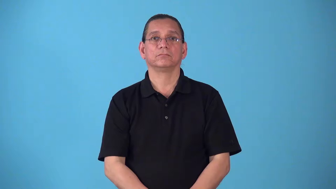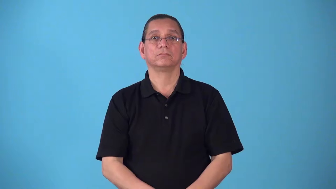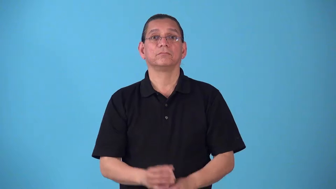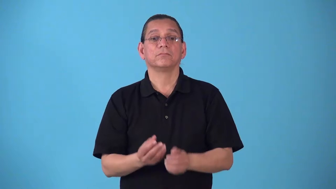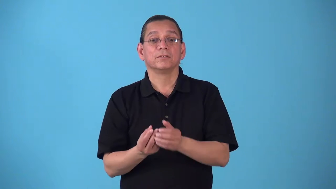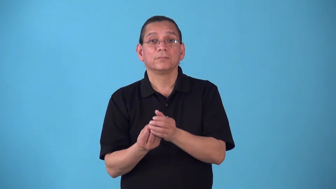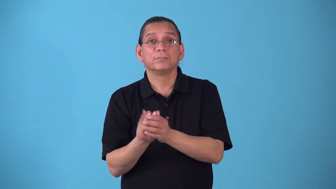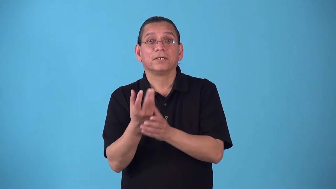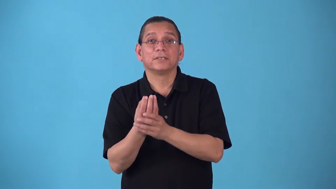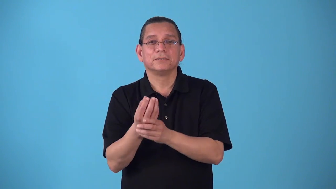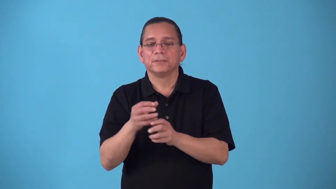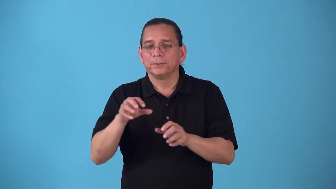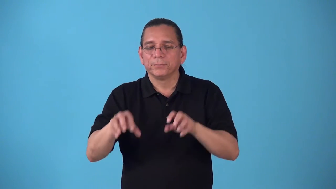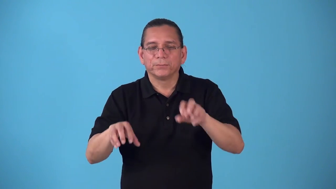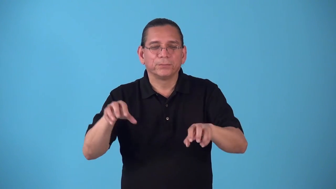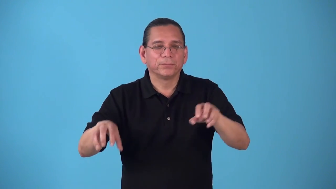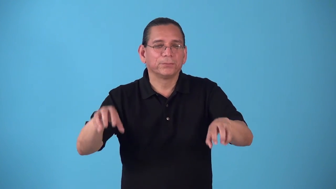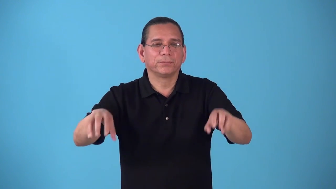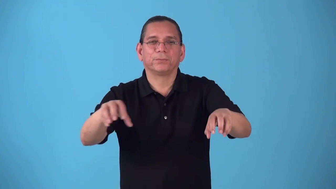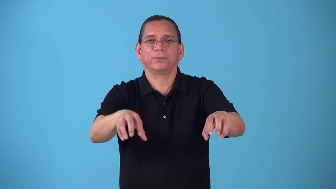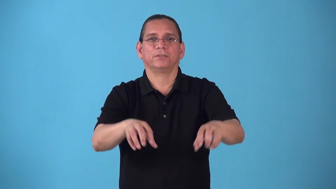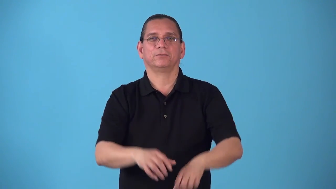scrubby-few plants cover area